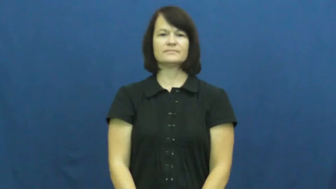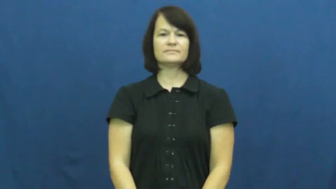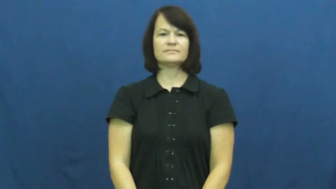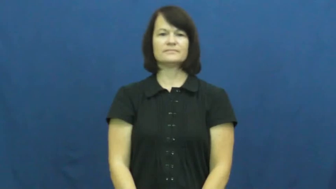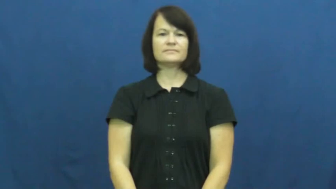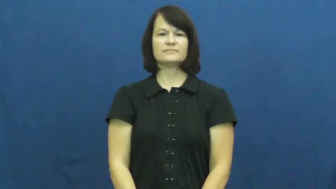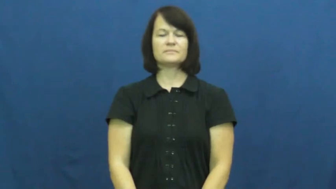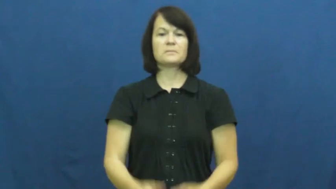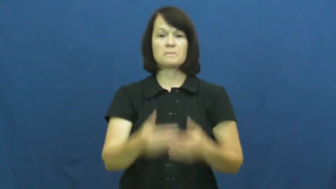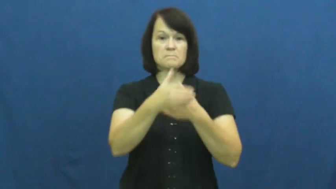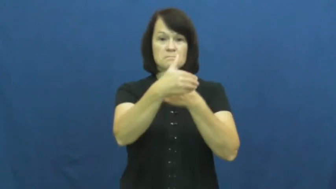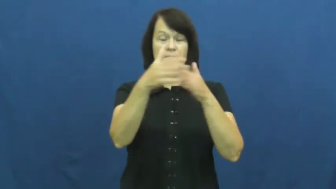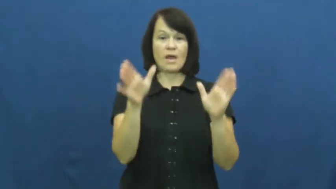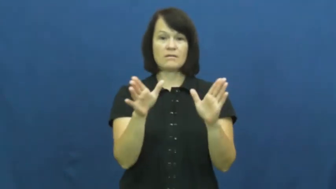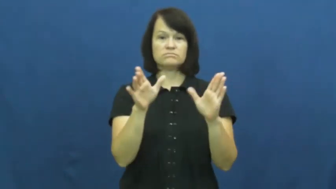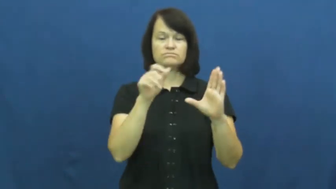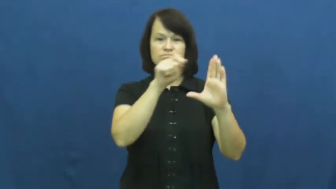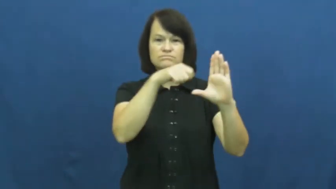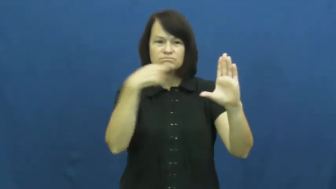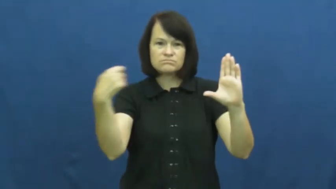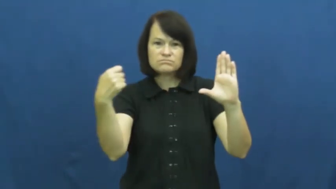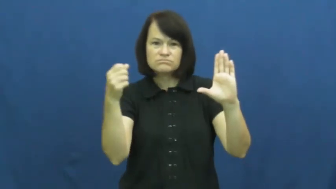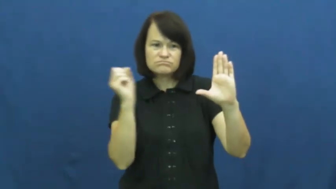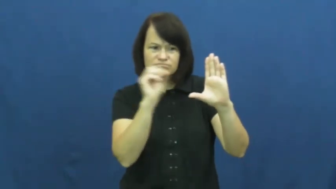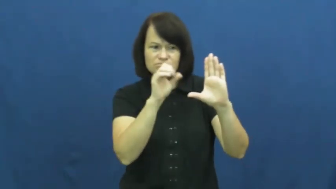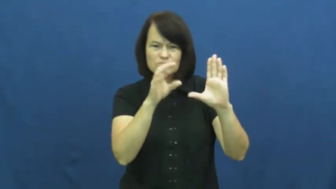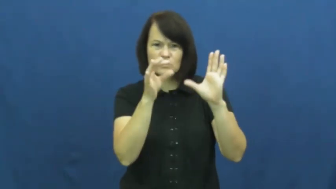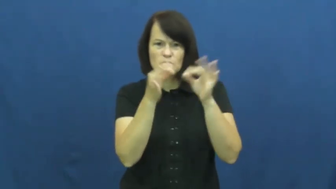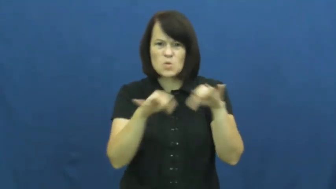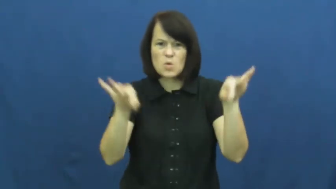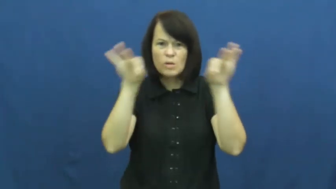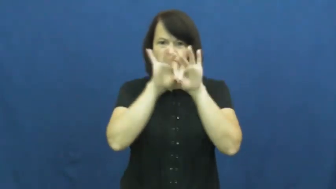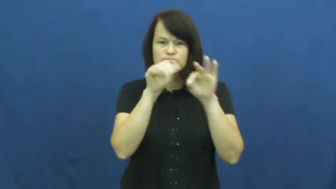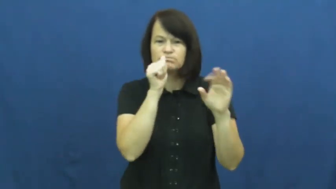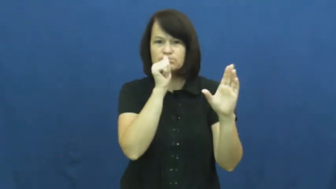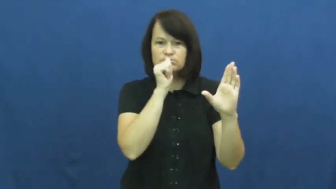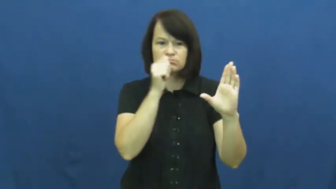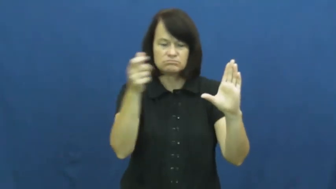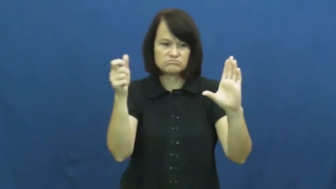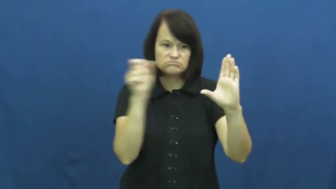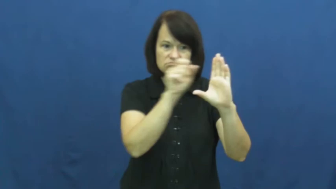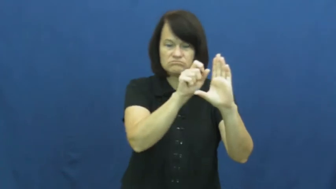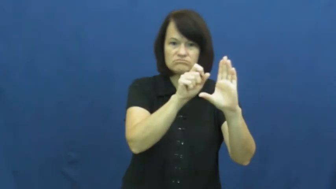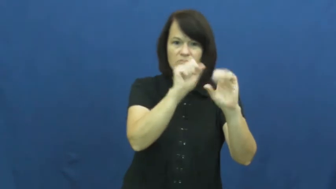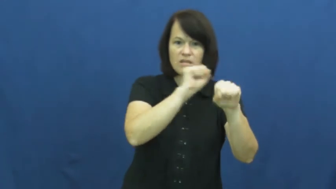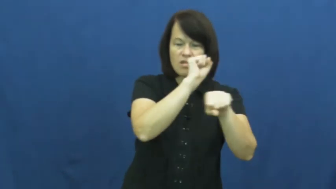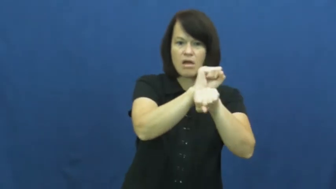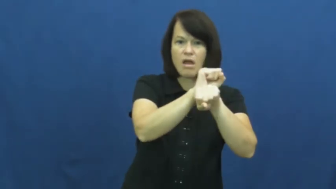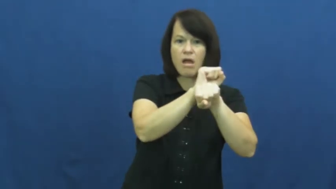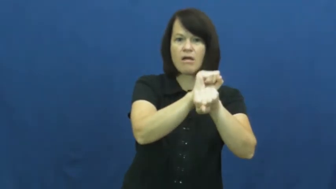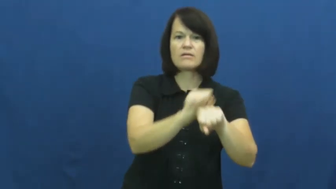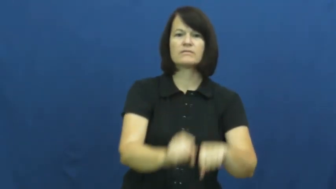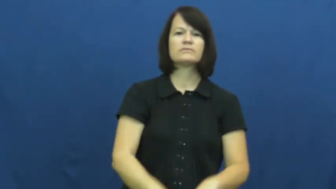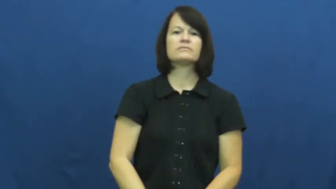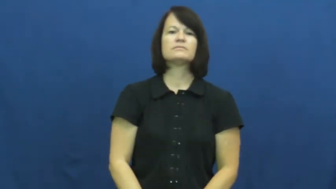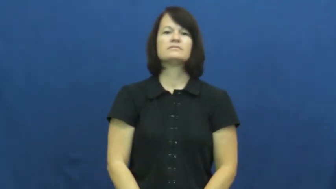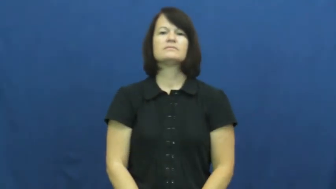safe-box